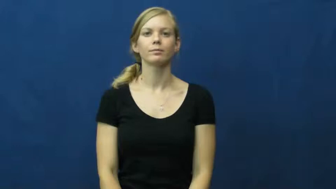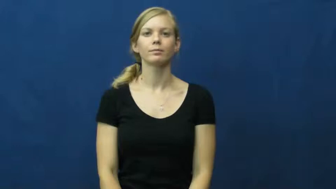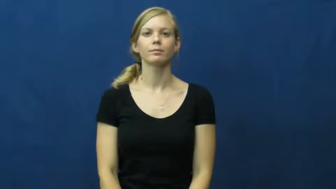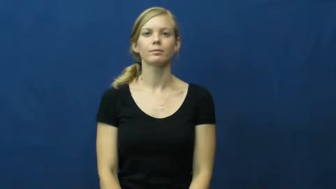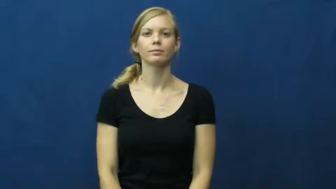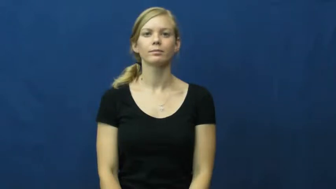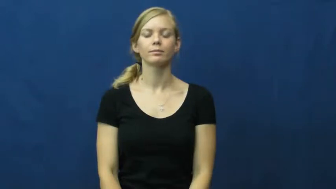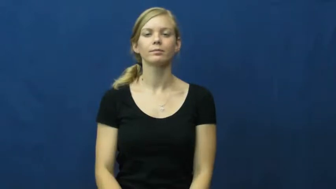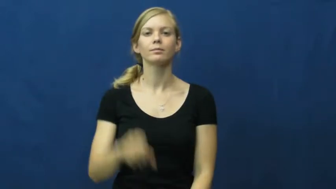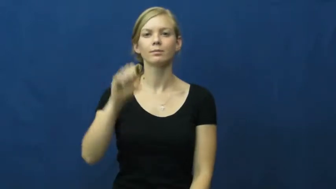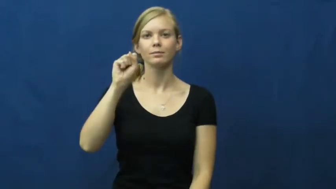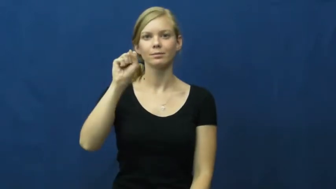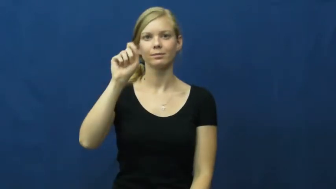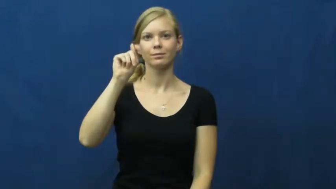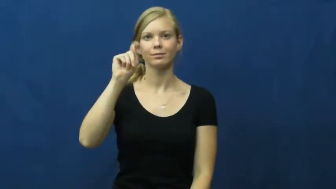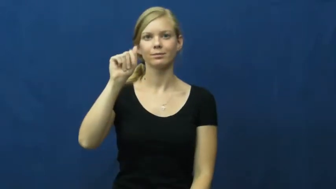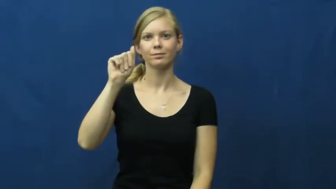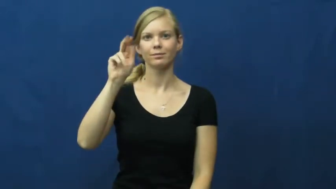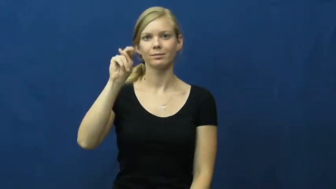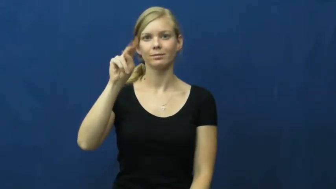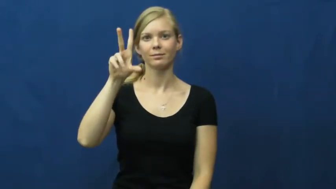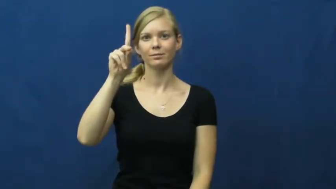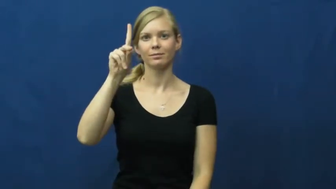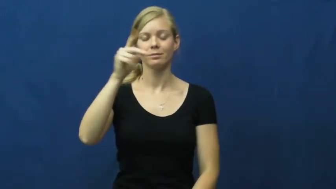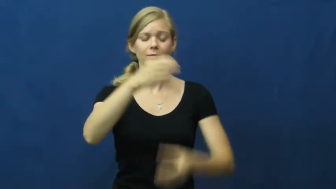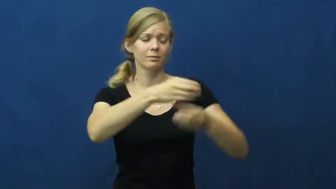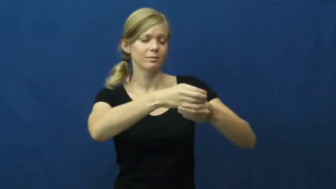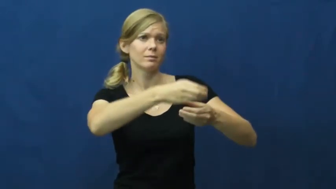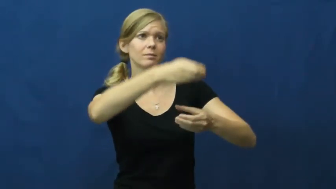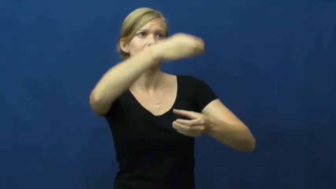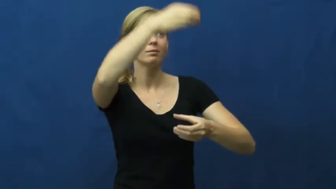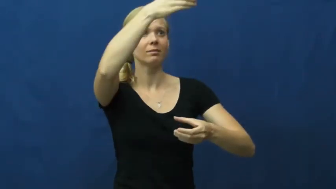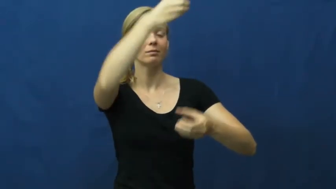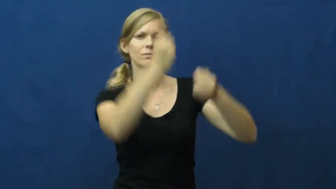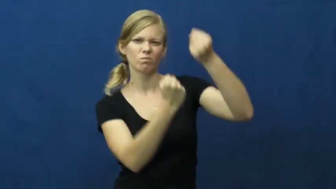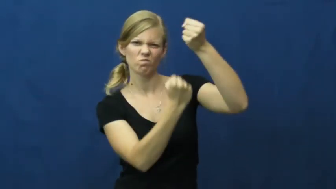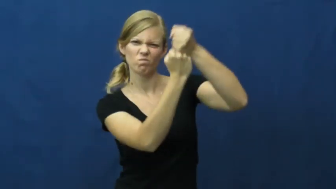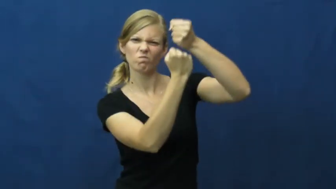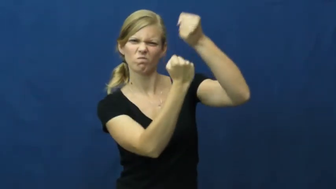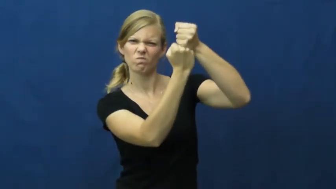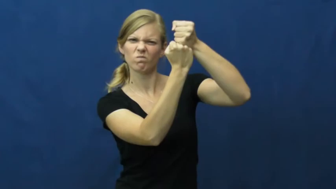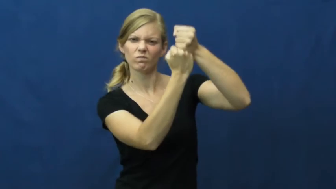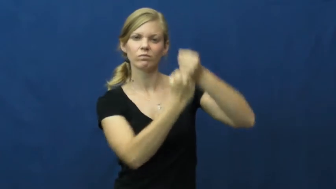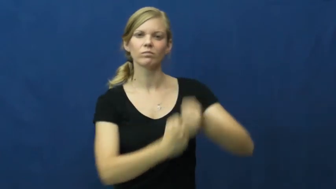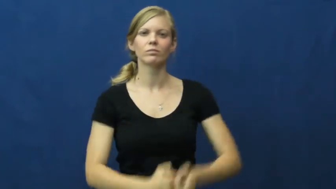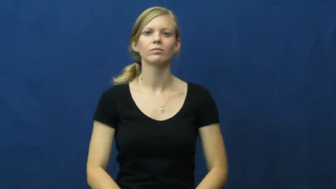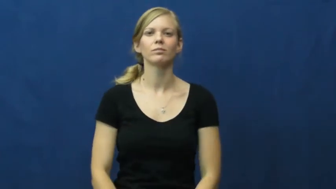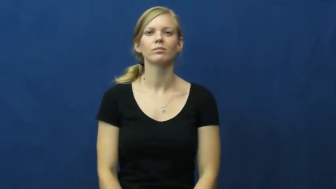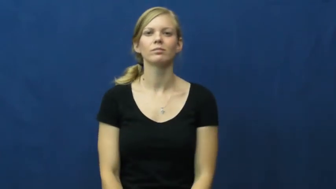stand-column